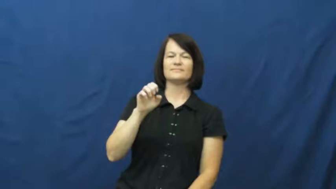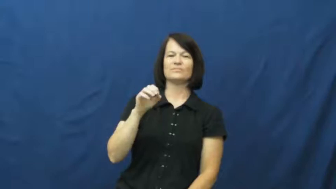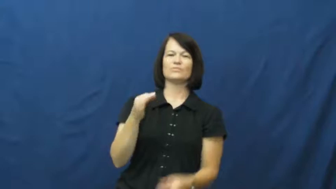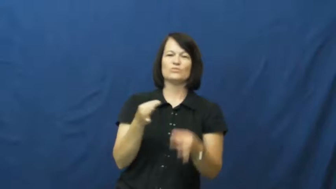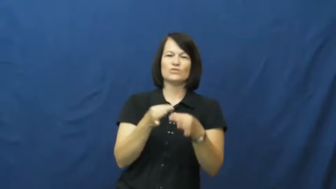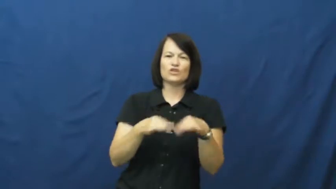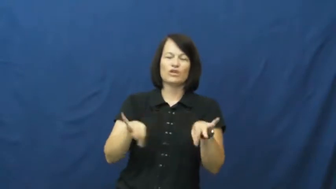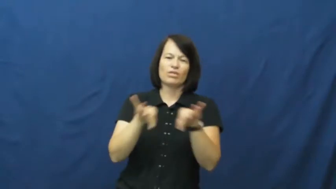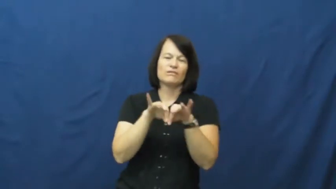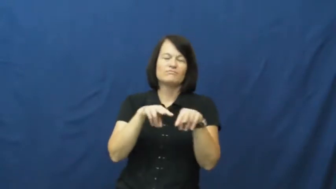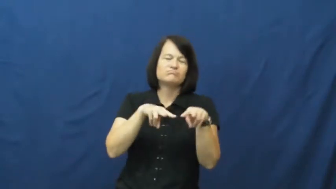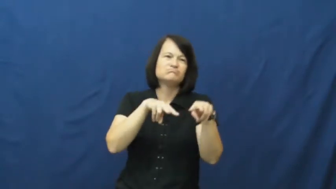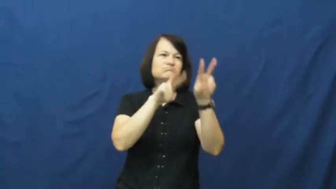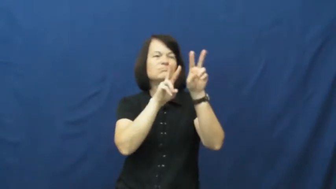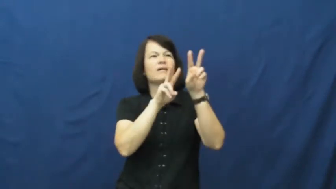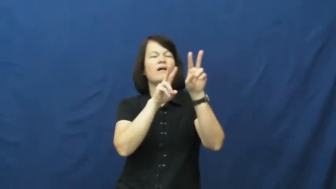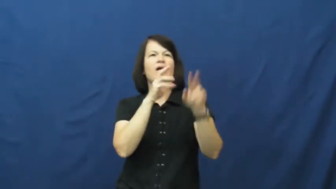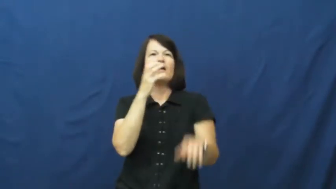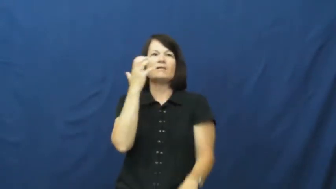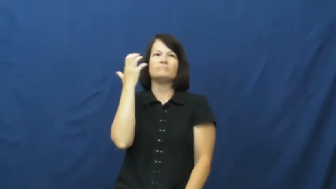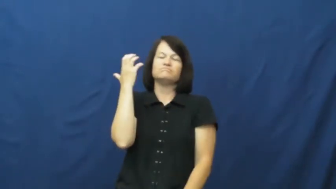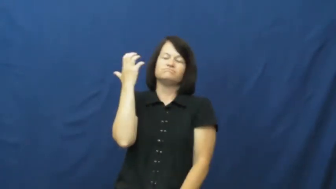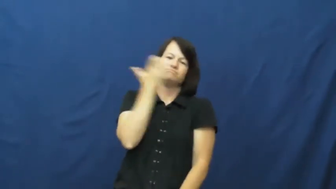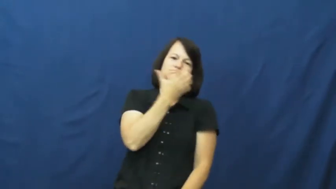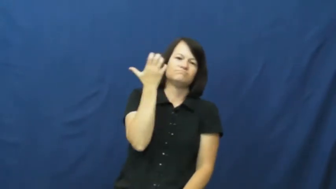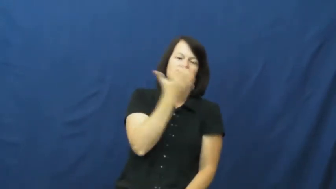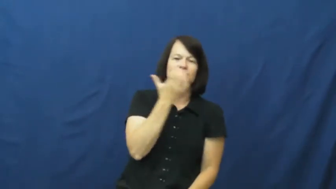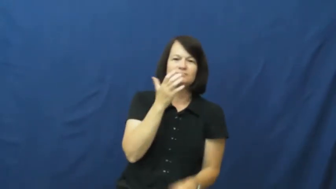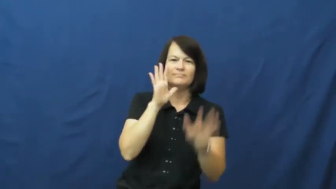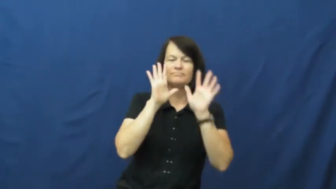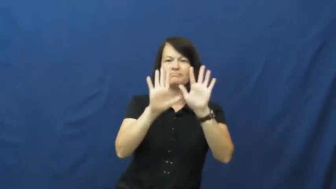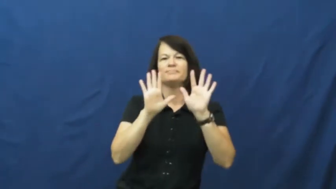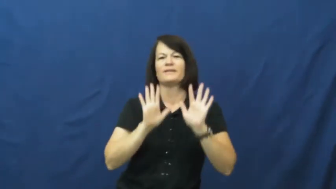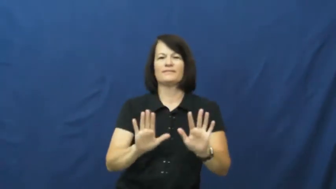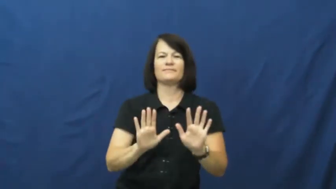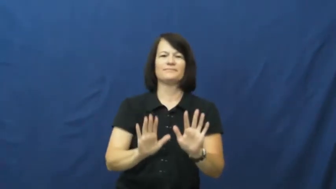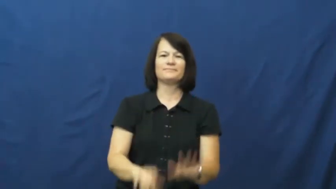admirable,creditable